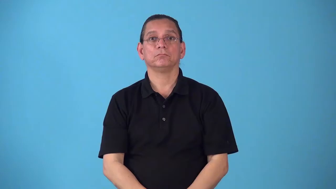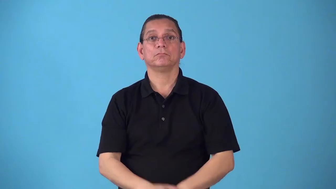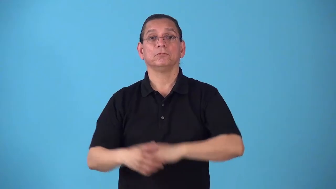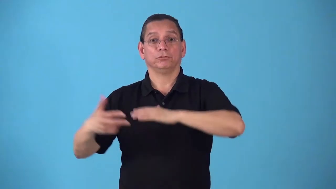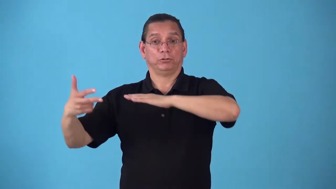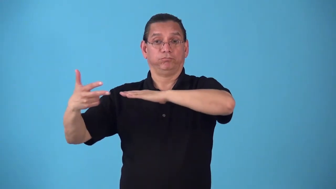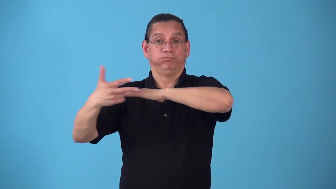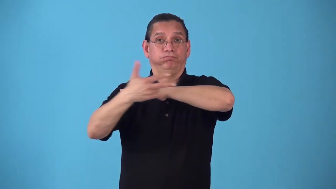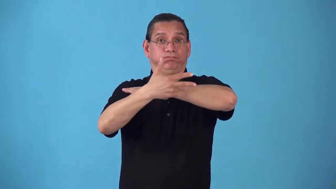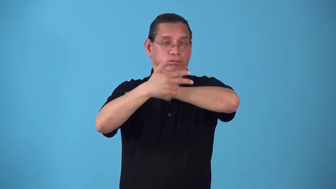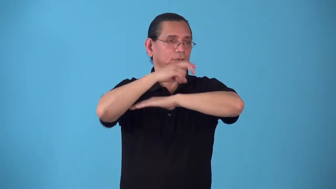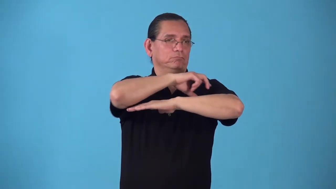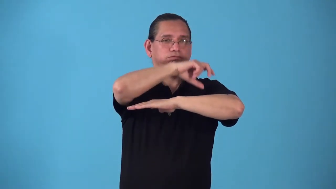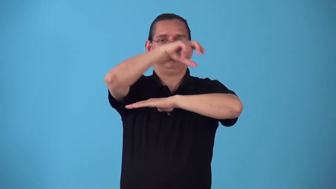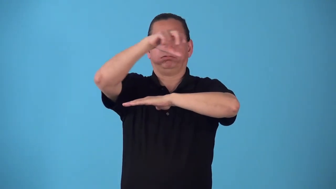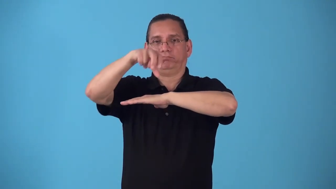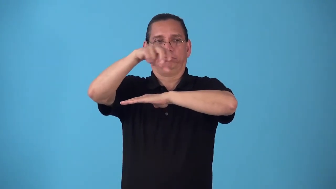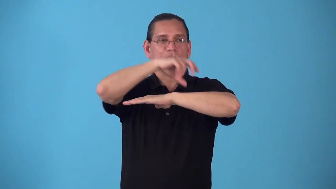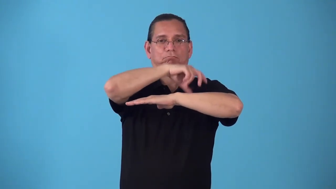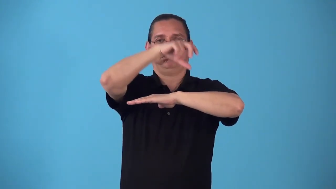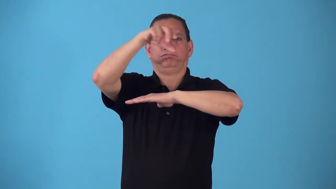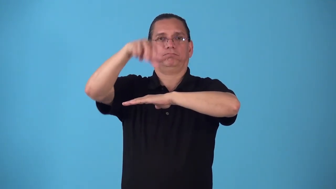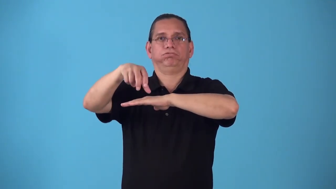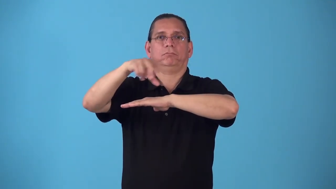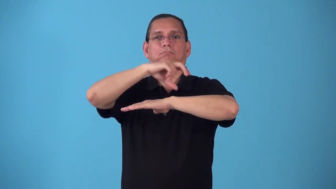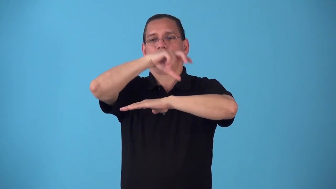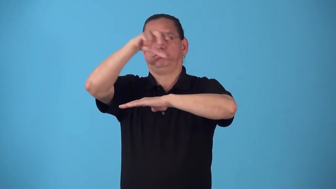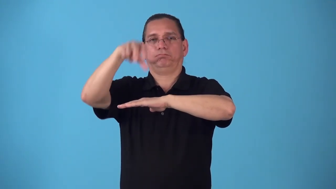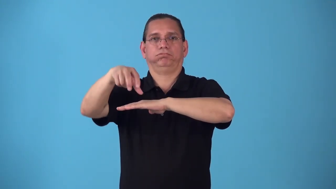shipload